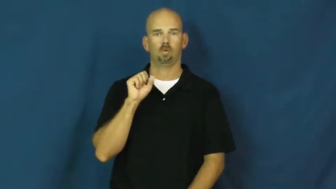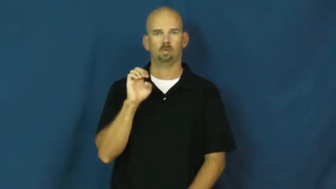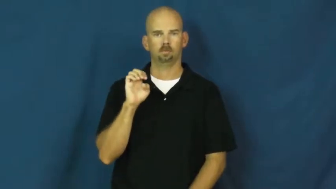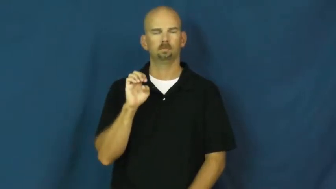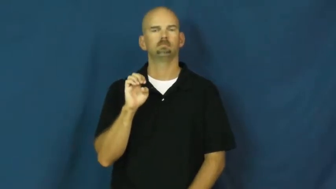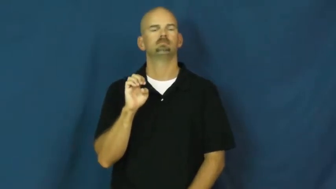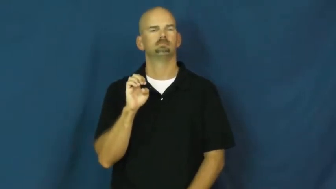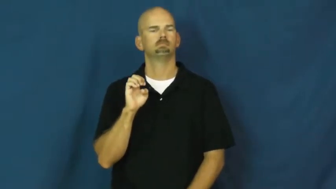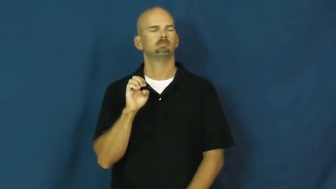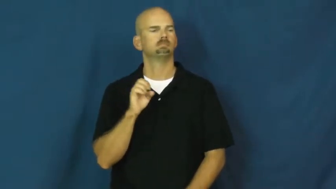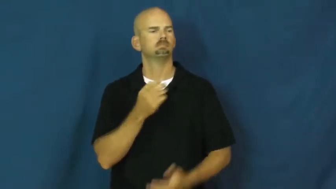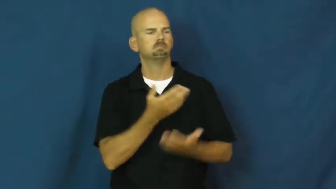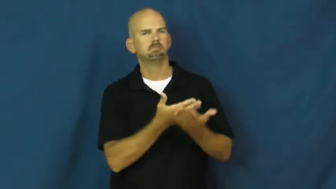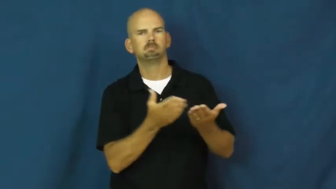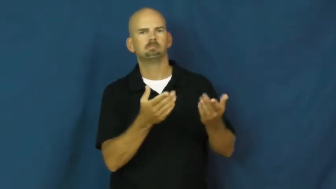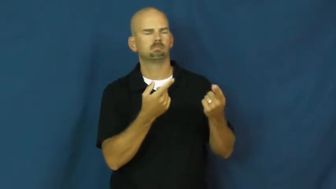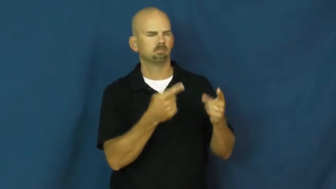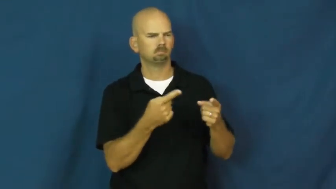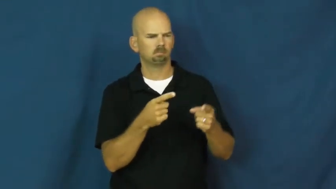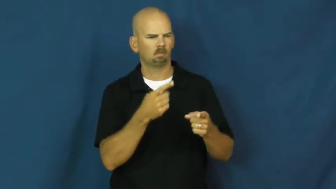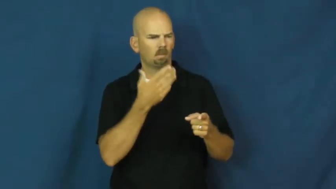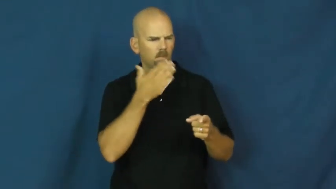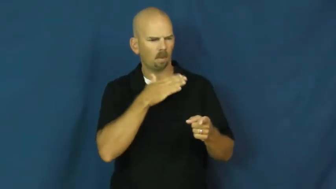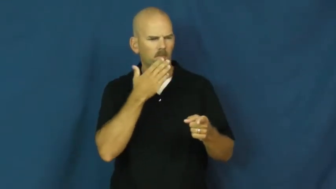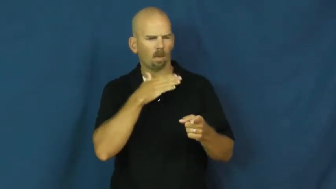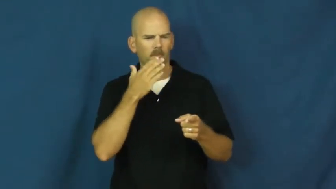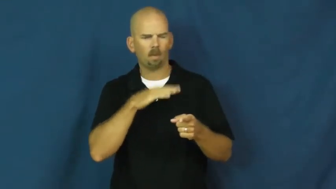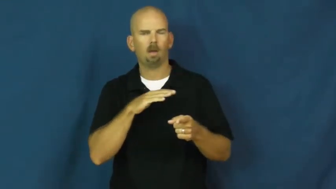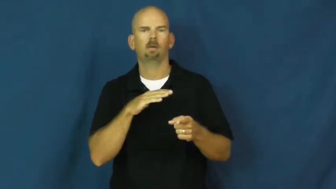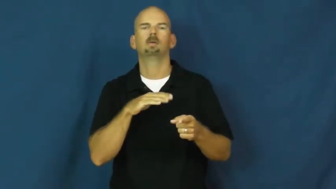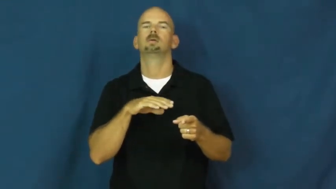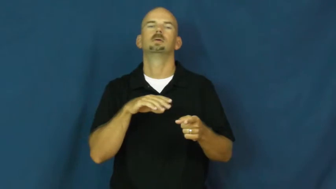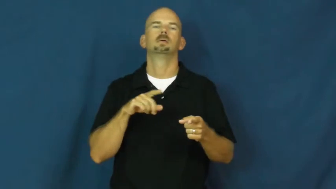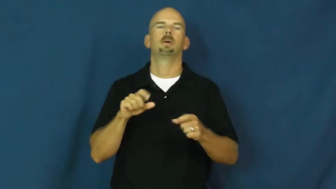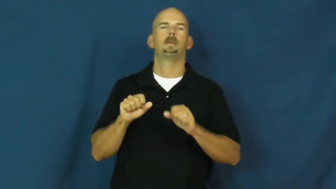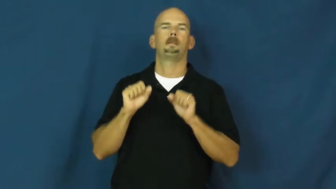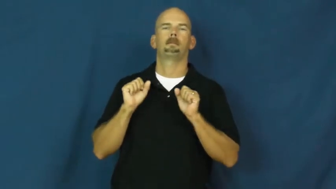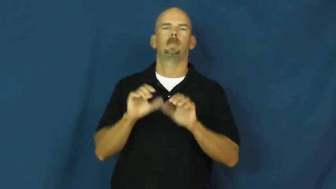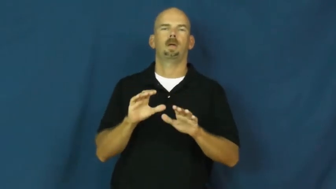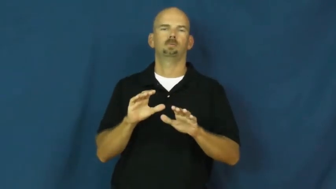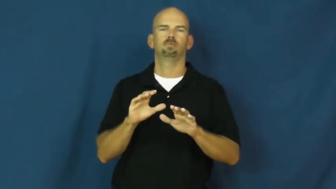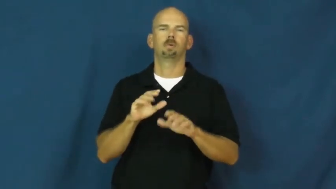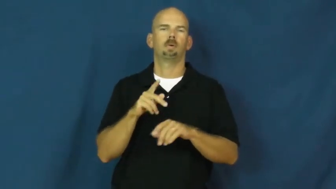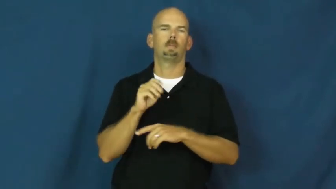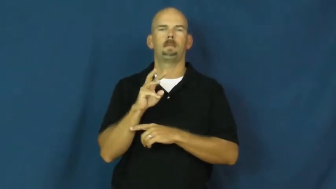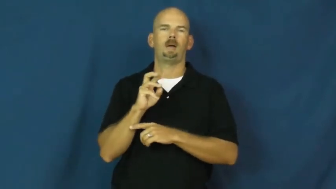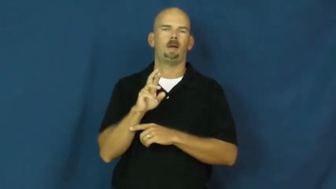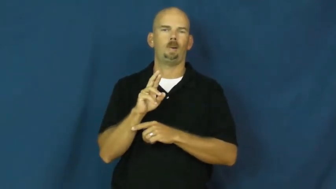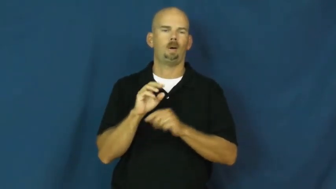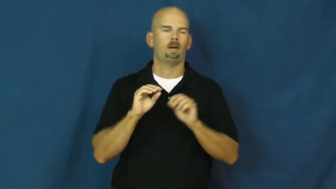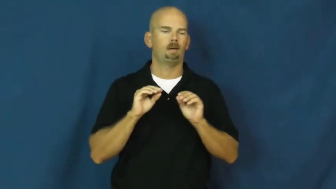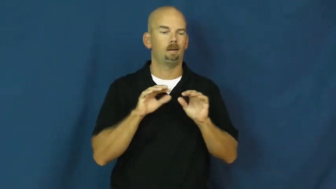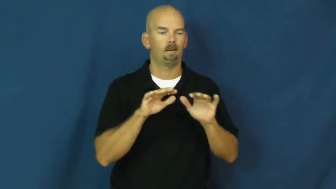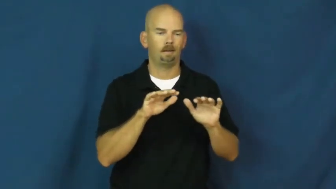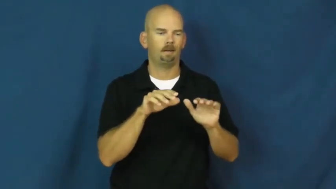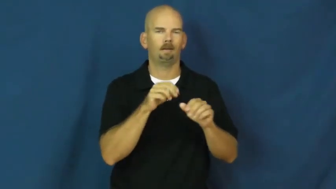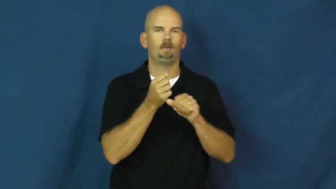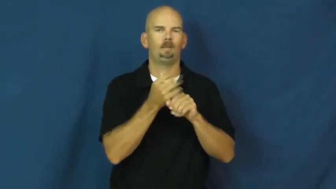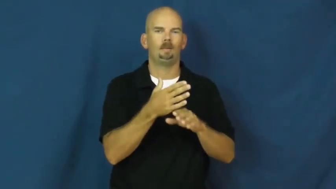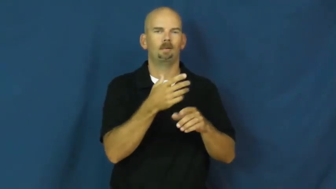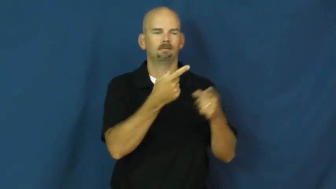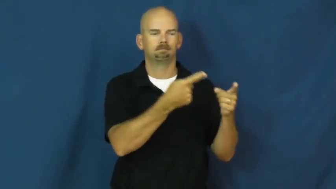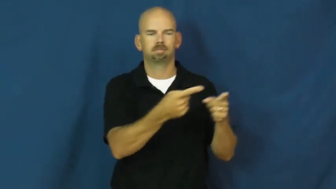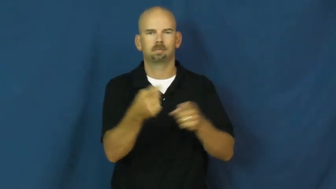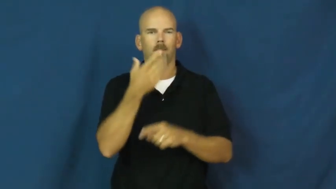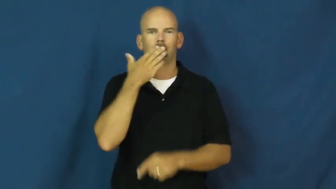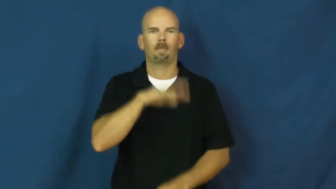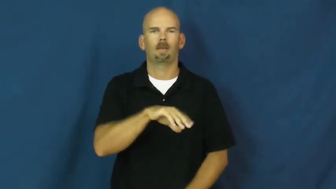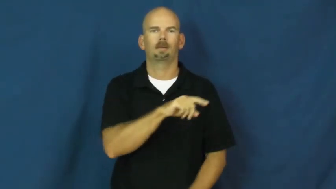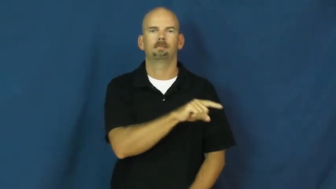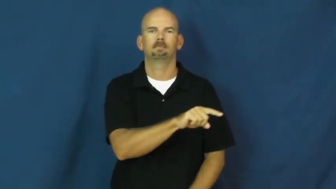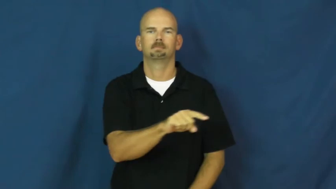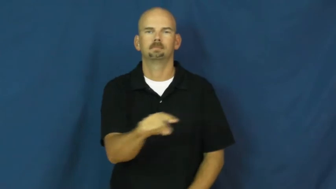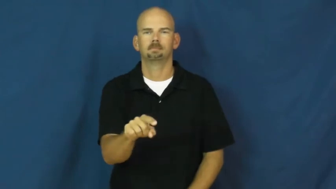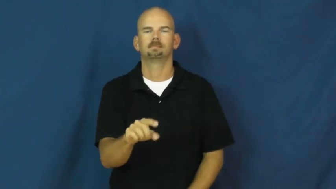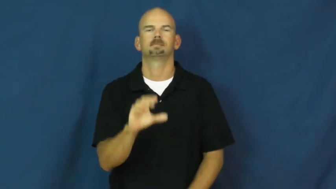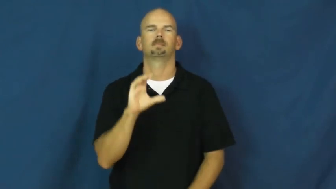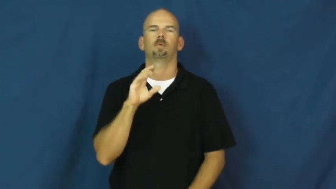curse,execrate,hex-bad luck